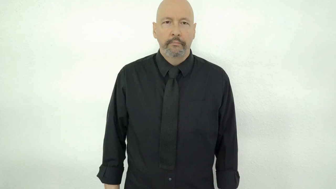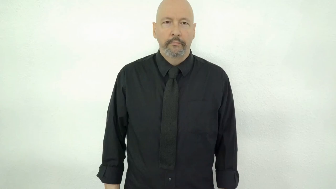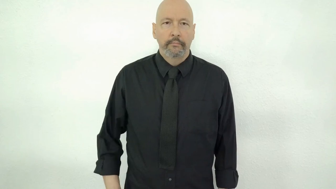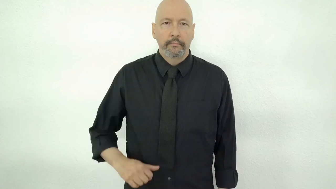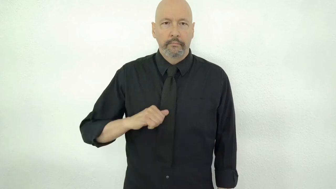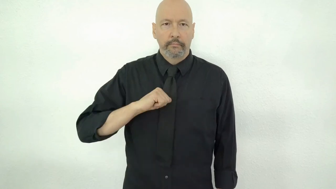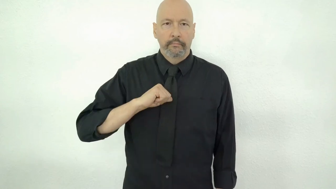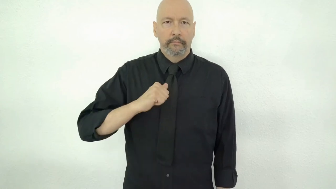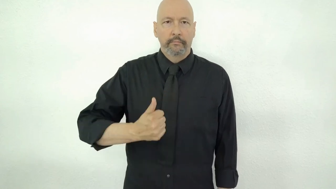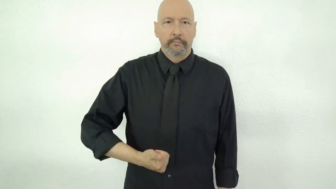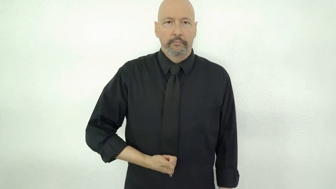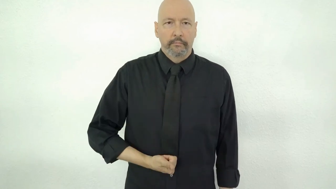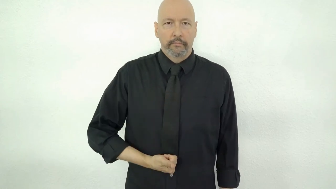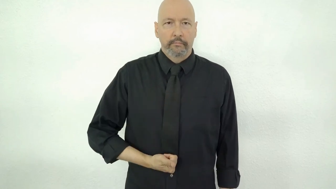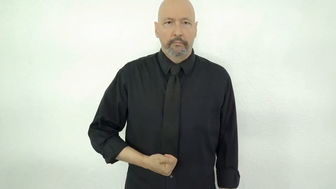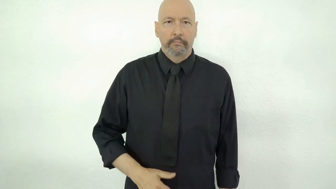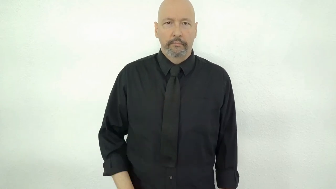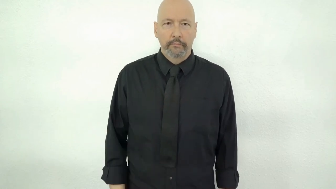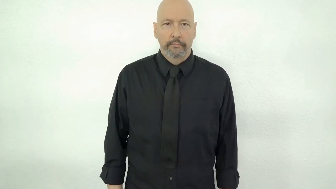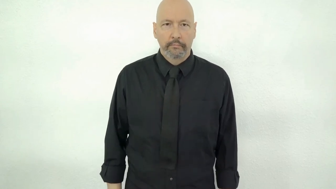PIGGY-BELLY capitalism version 1